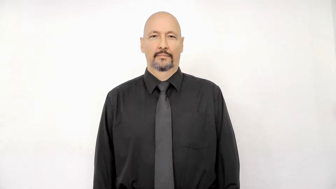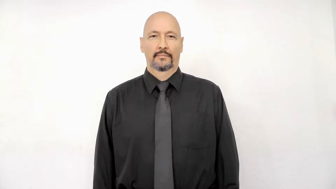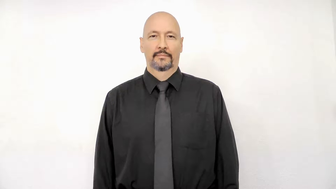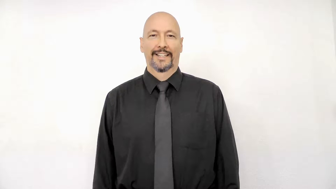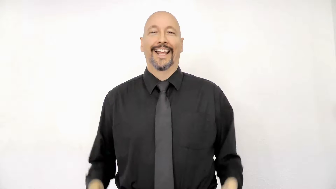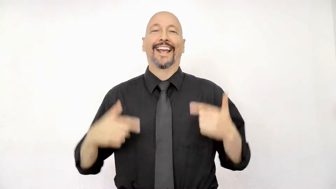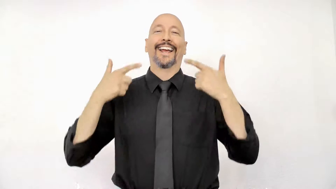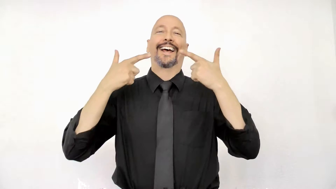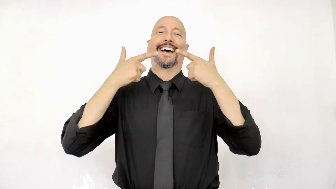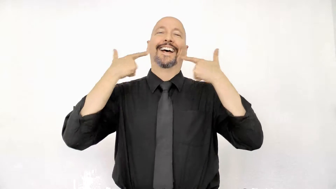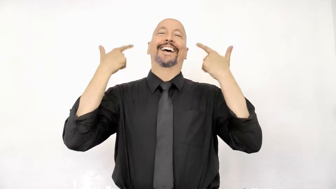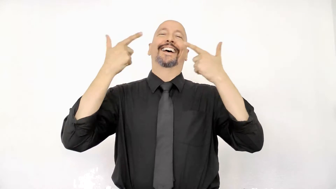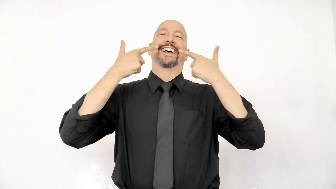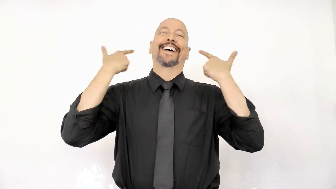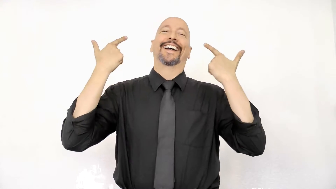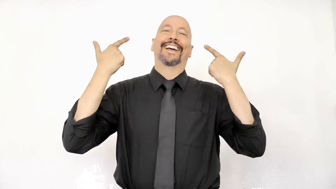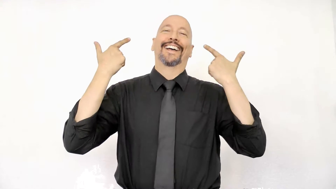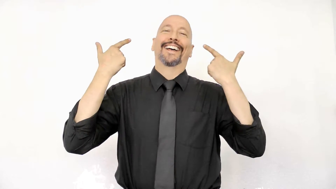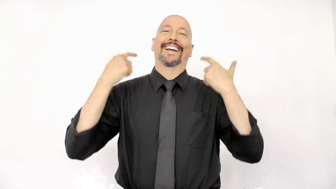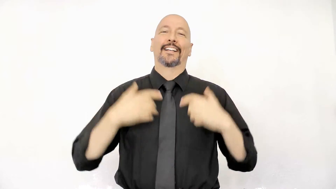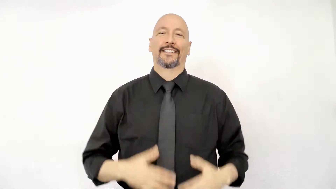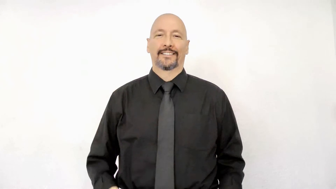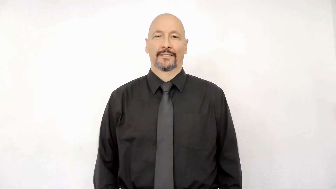laugh initialized version